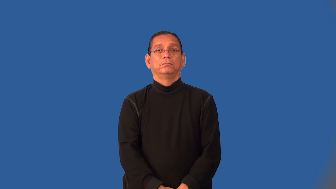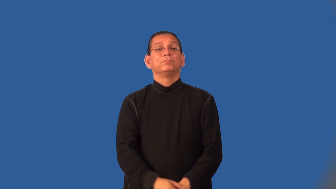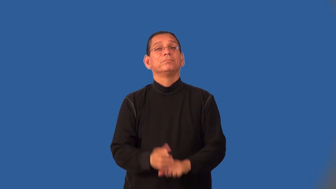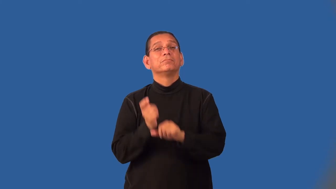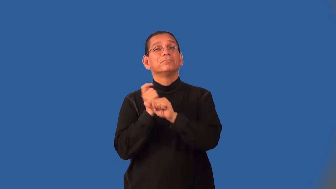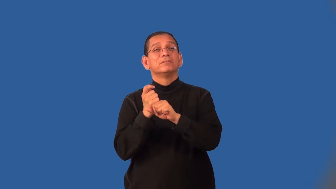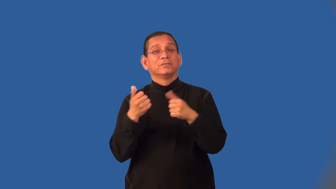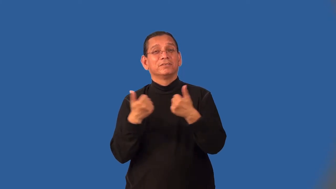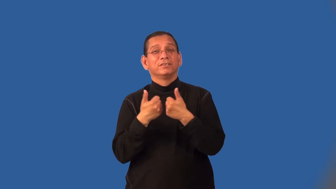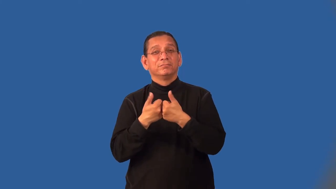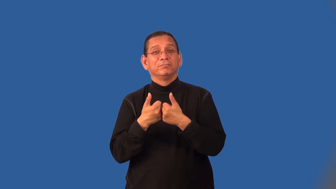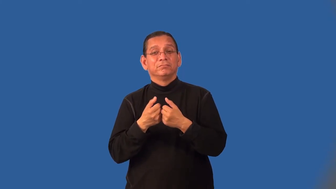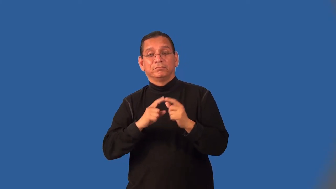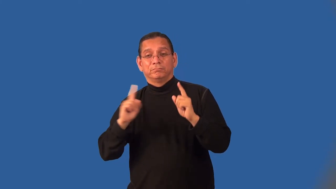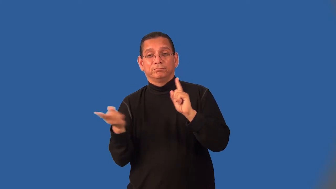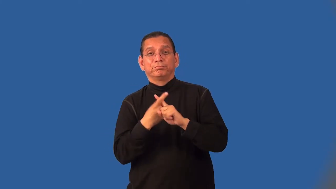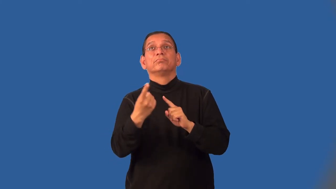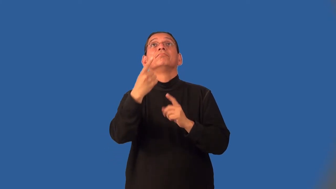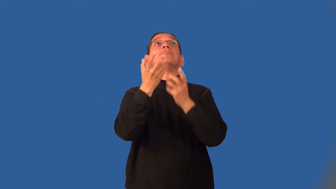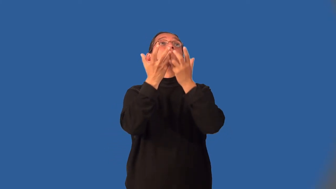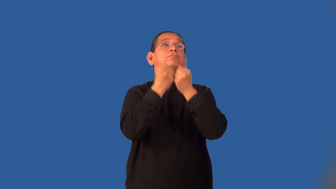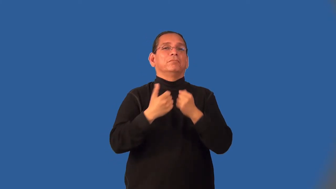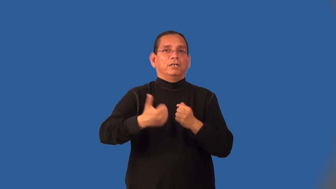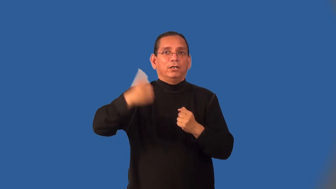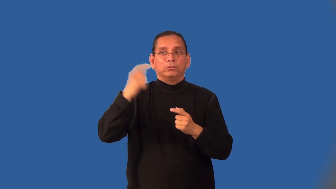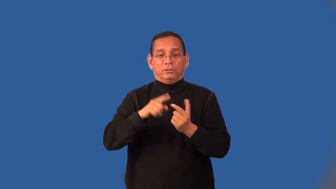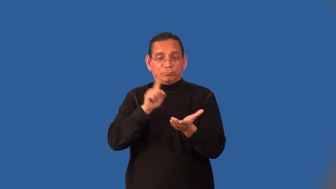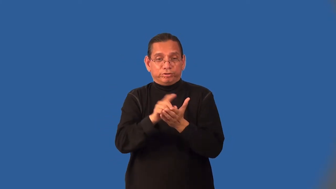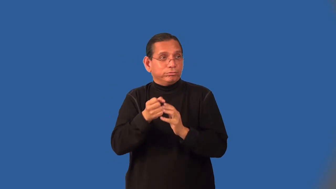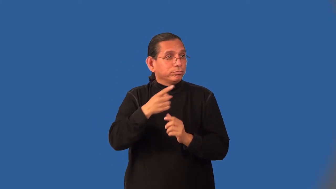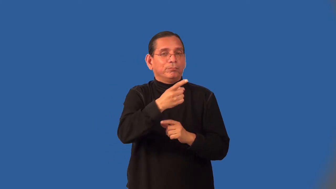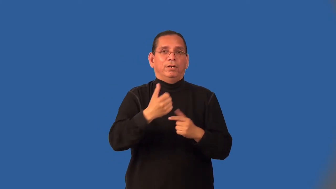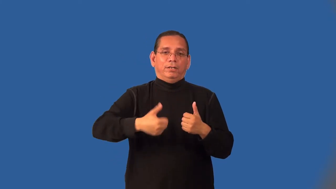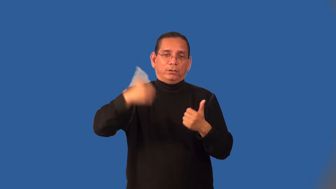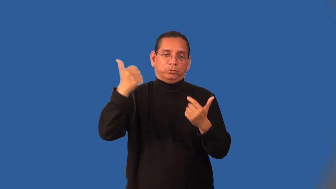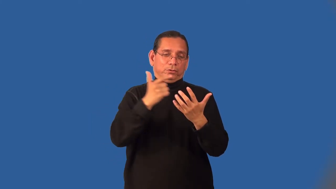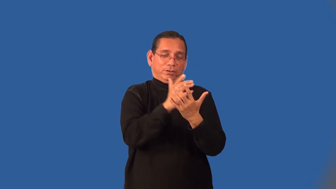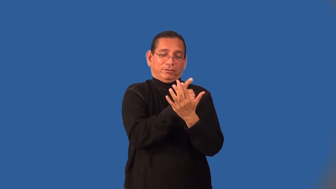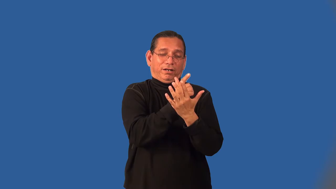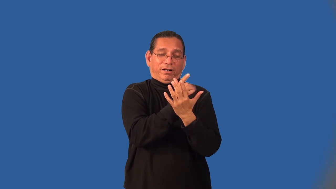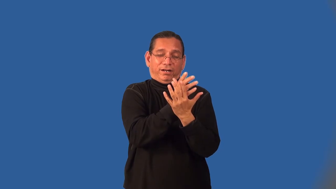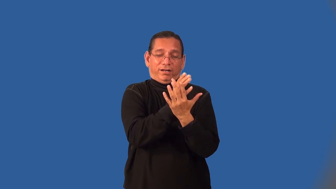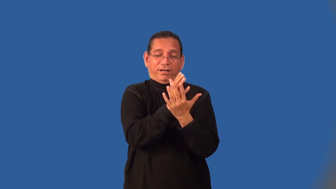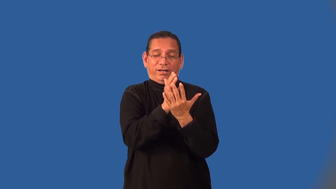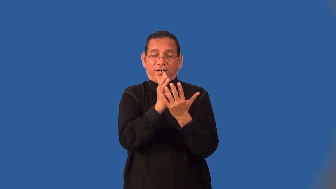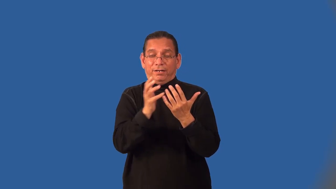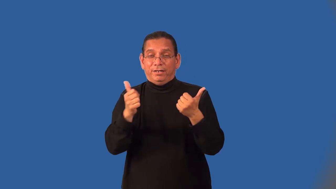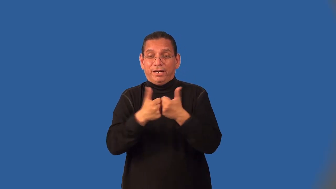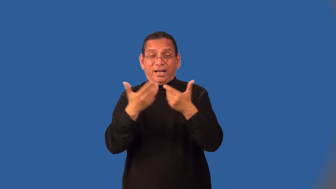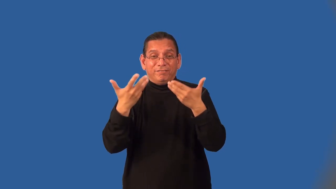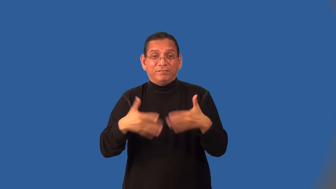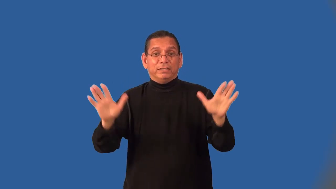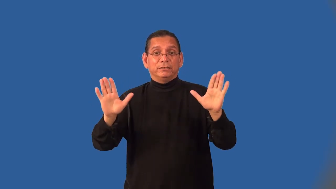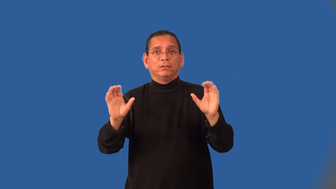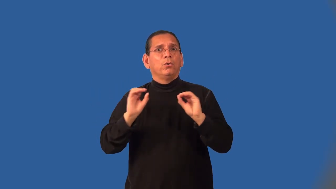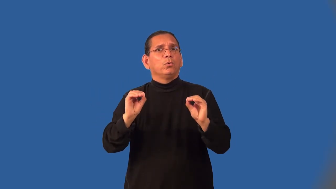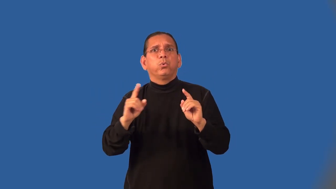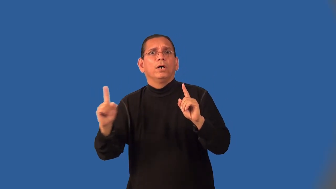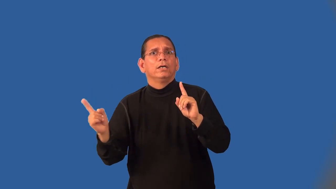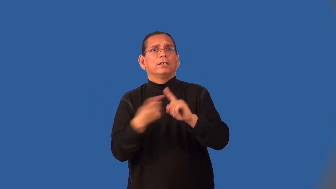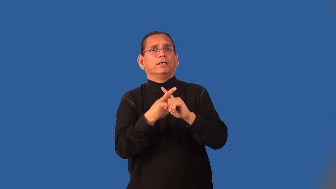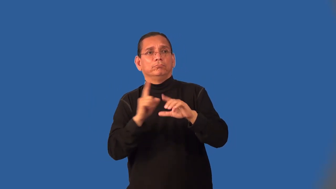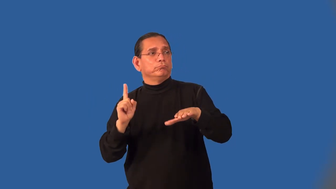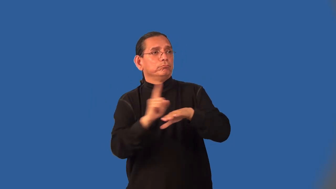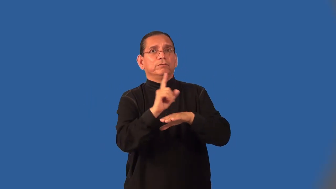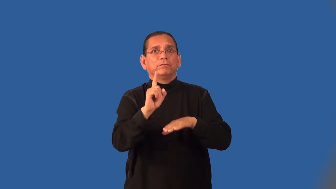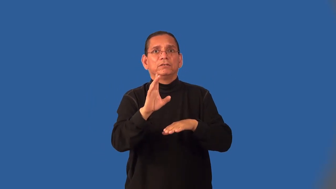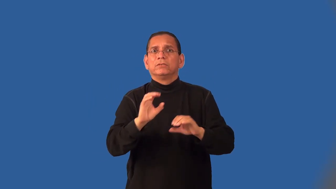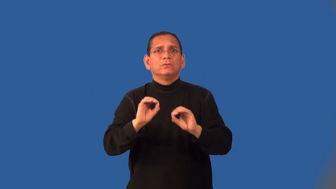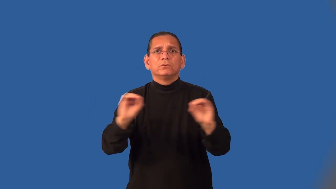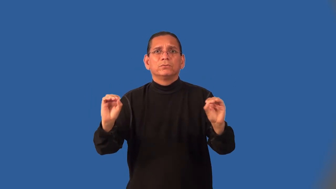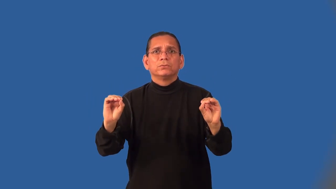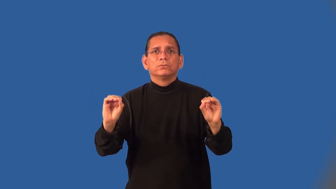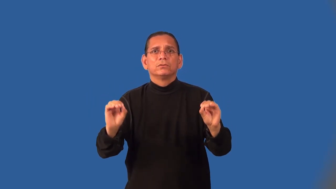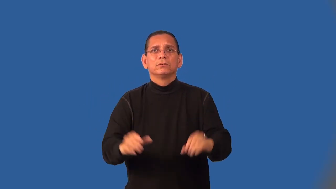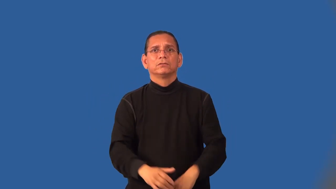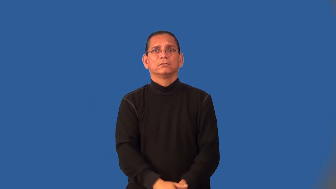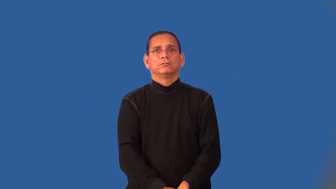hitless